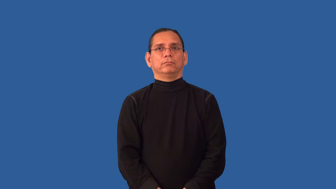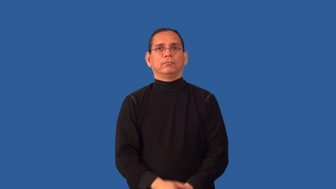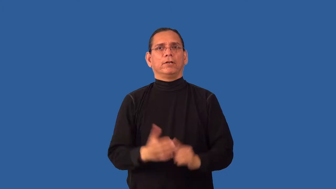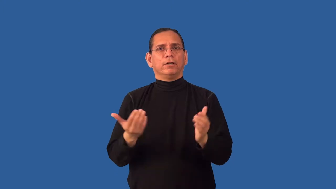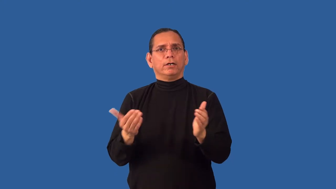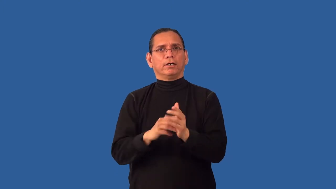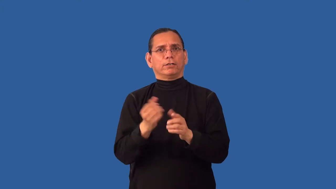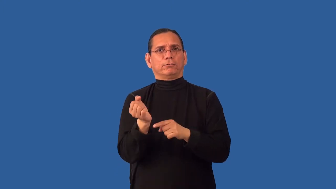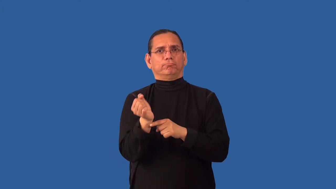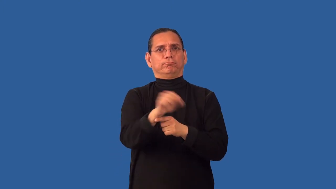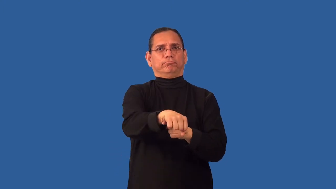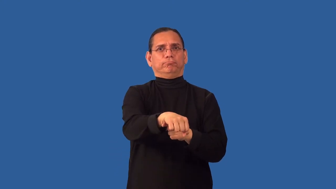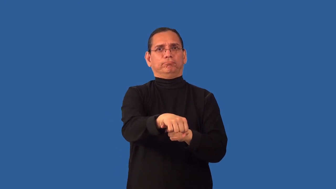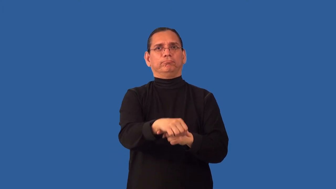reconquer